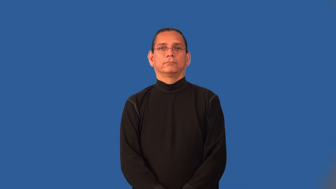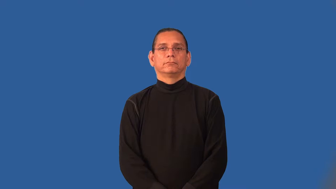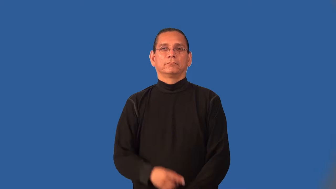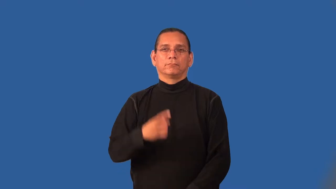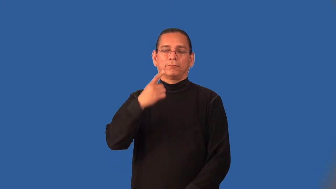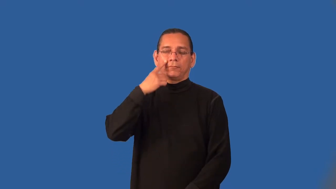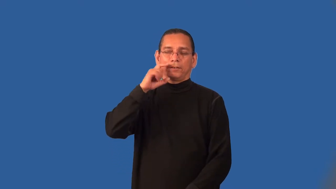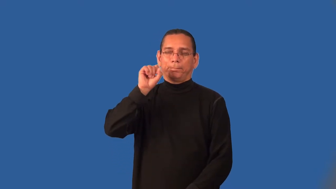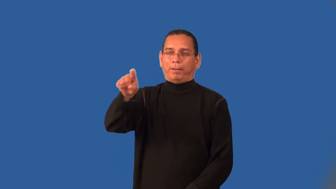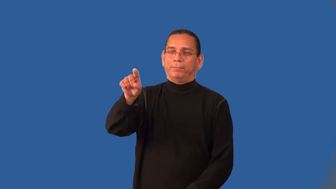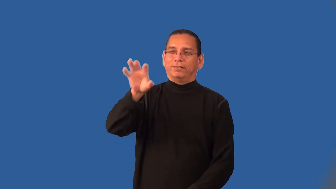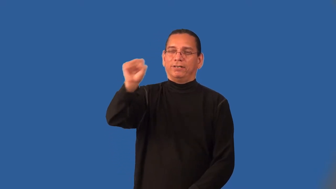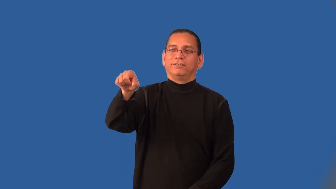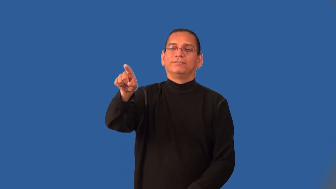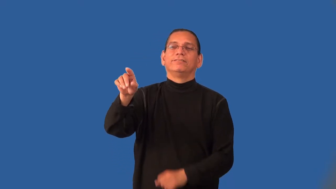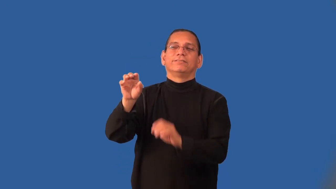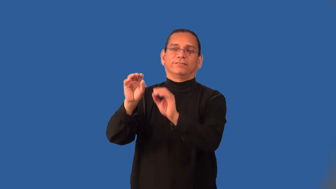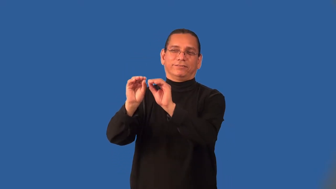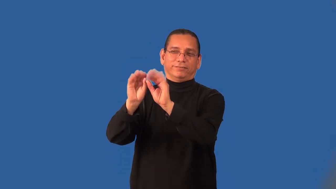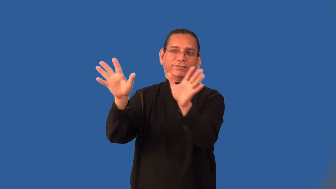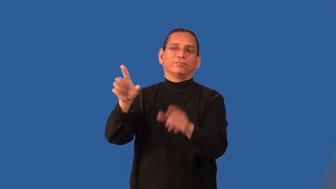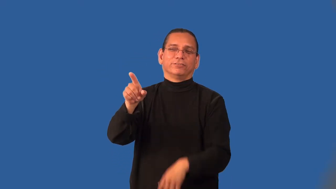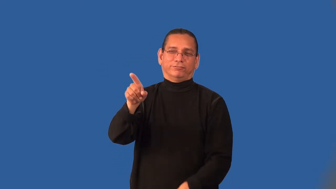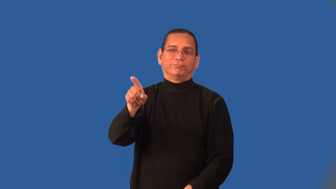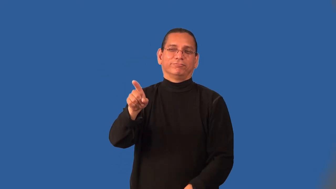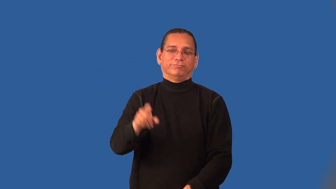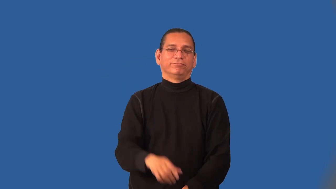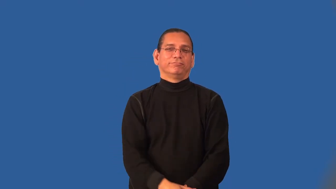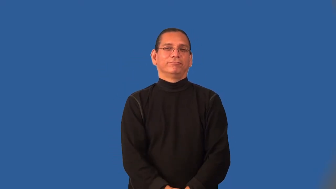implicit